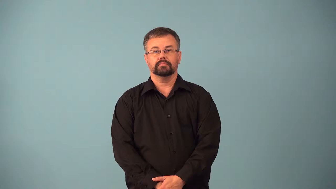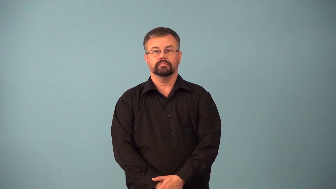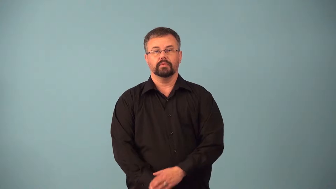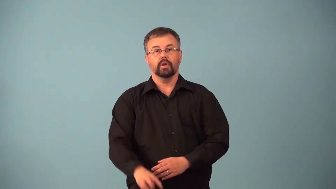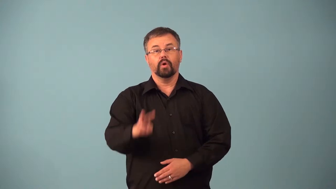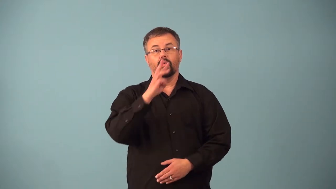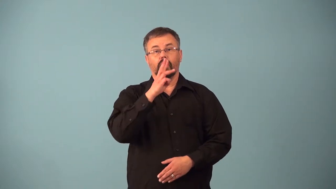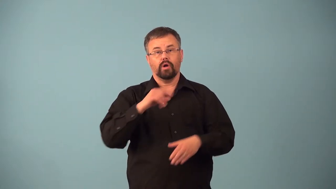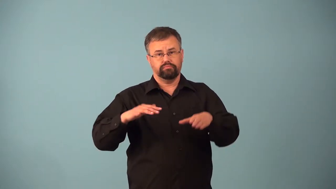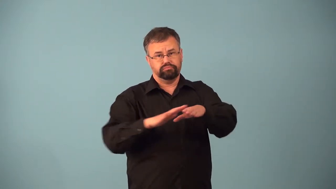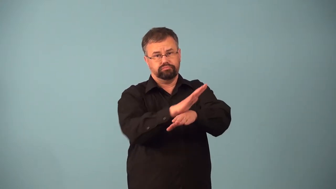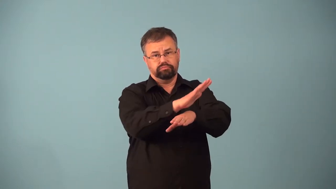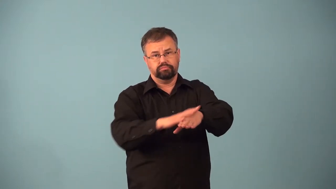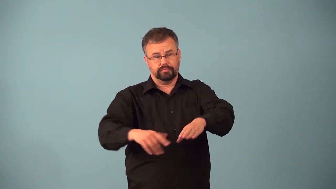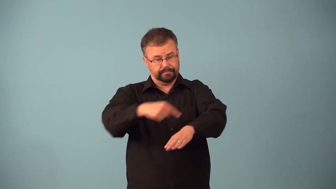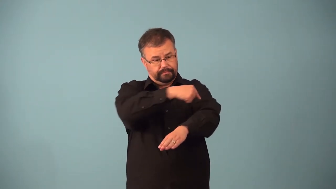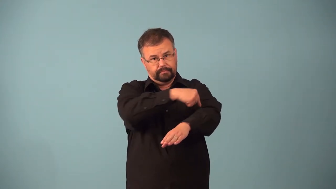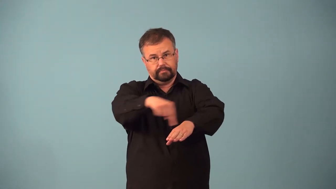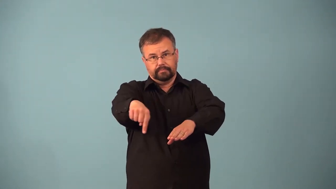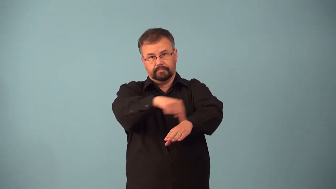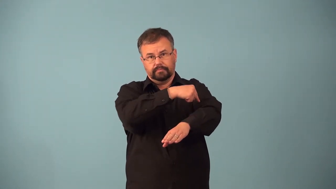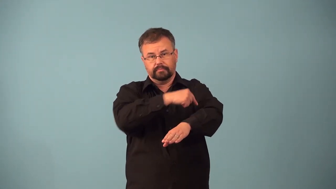alongshore